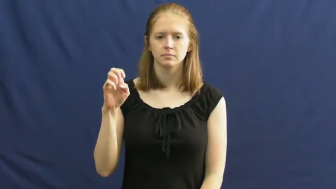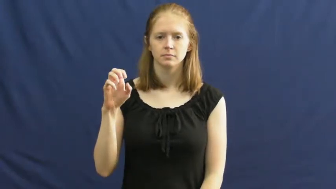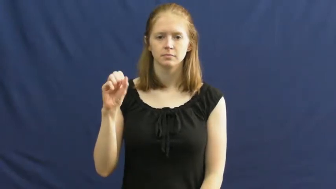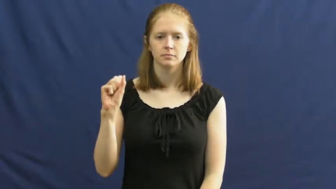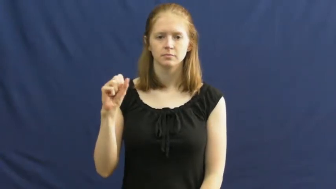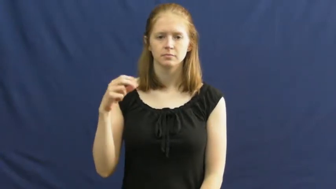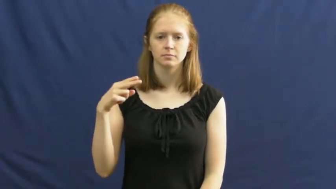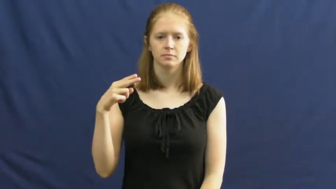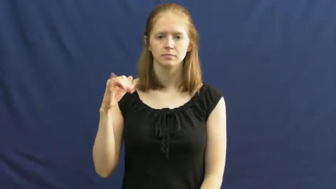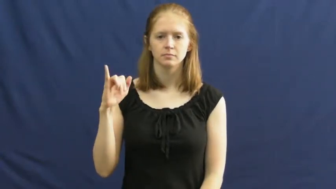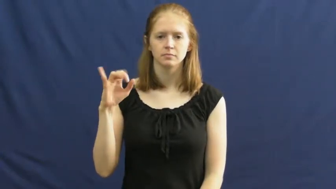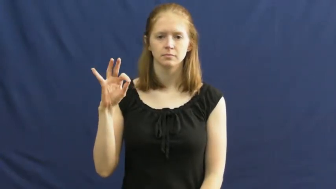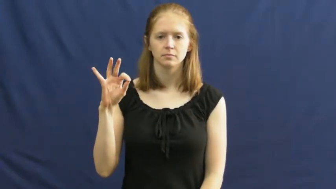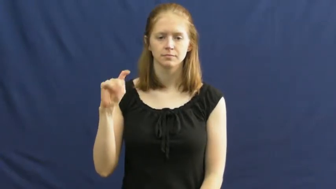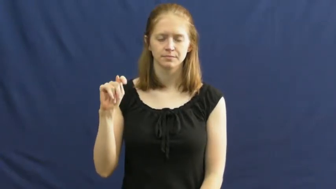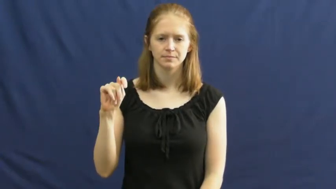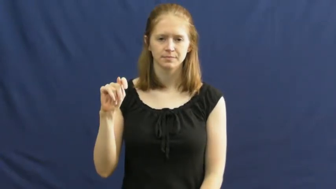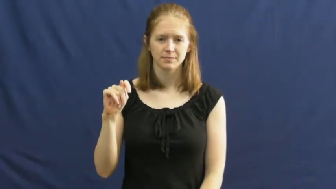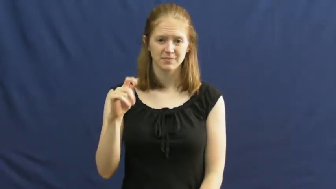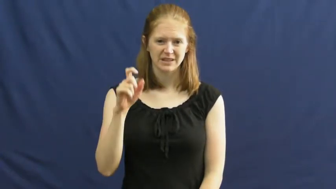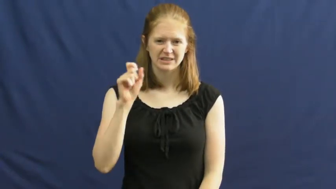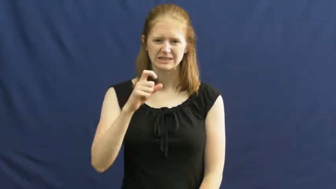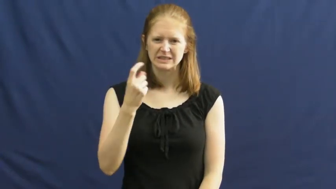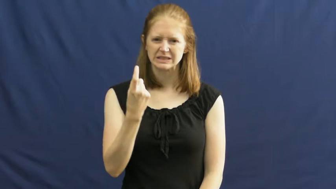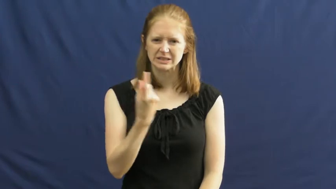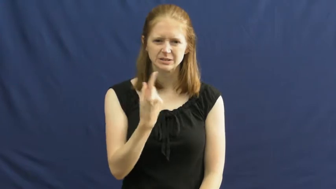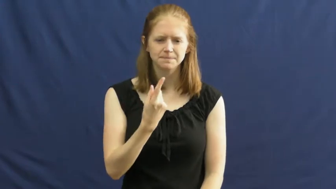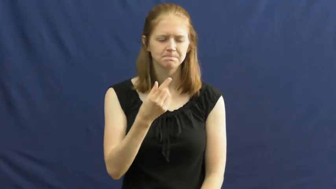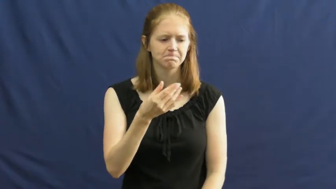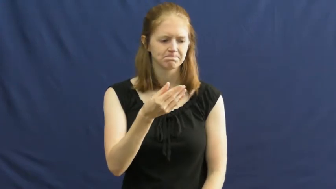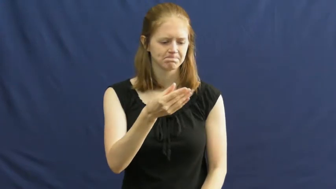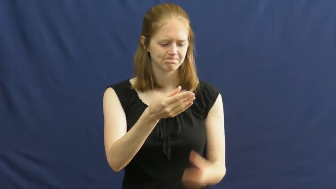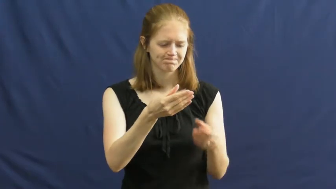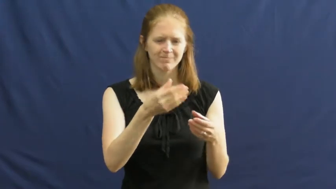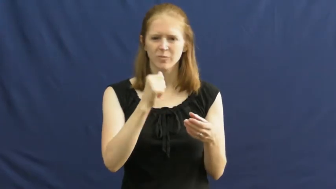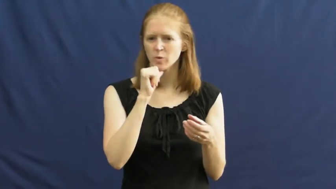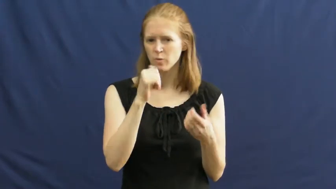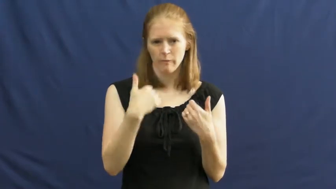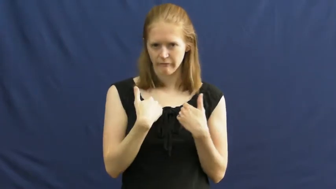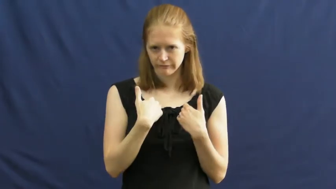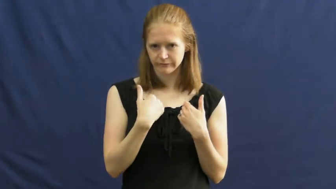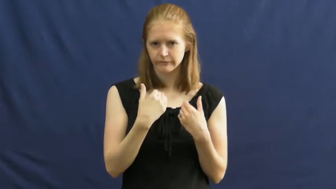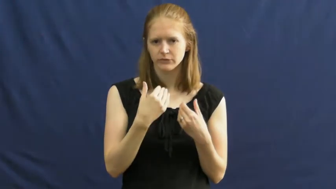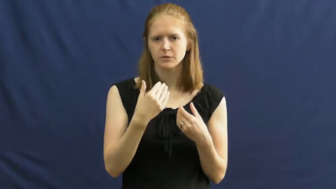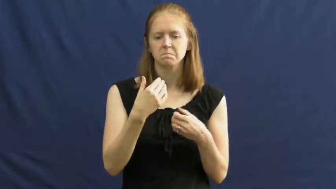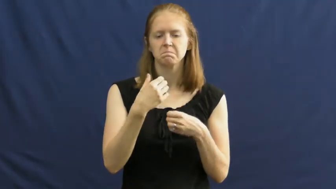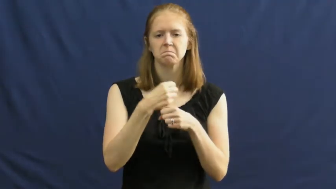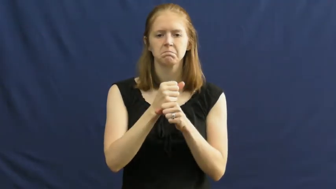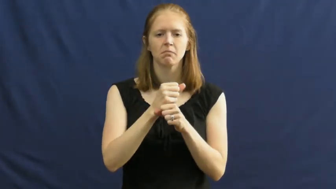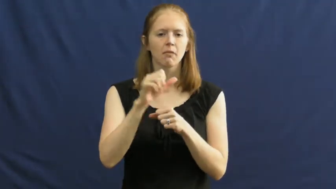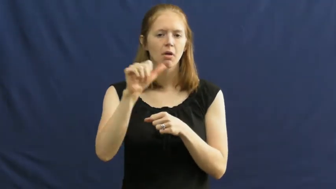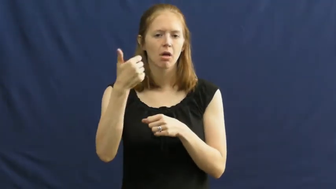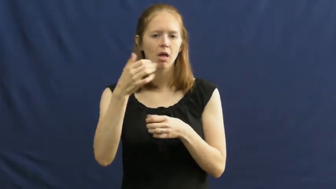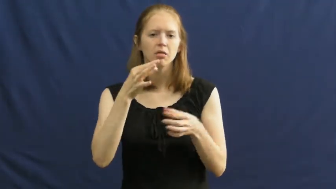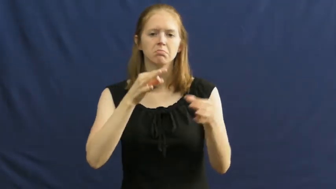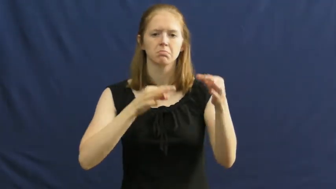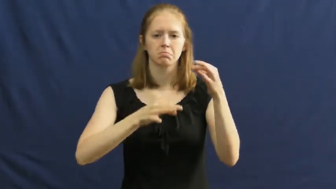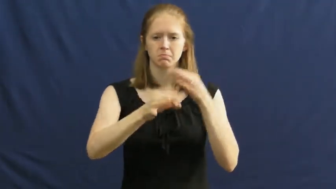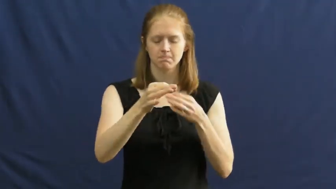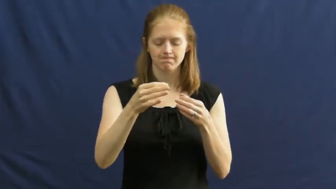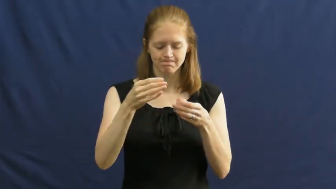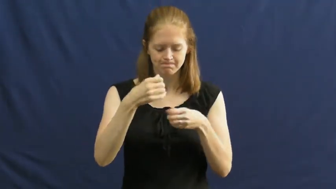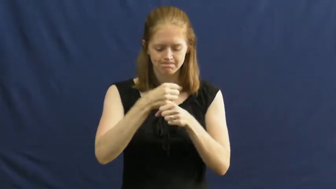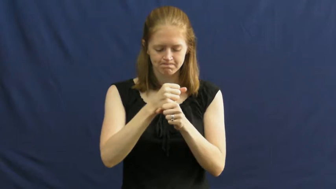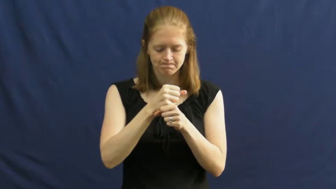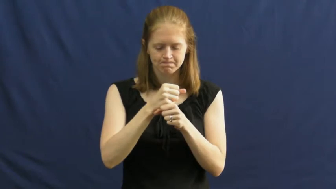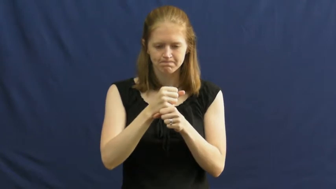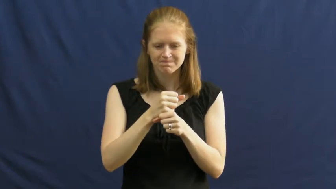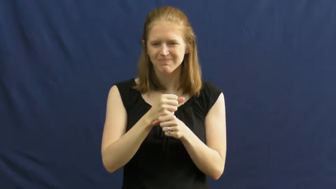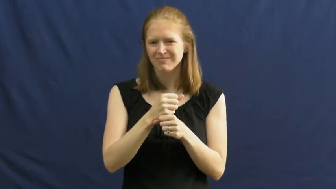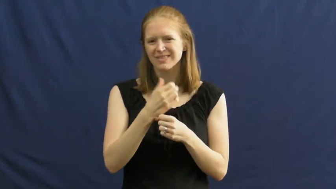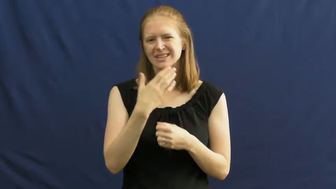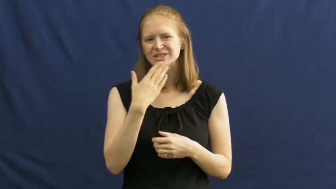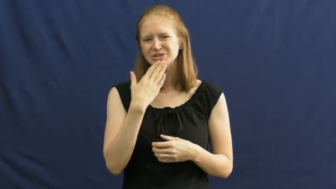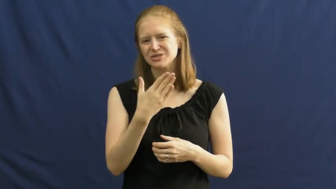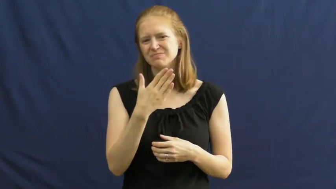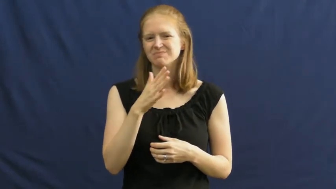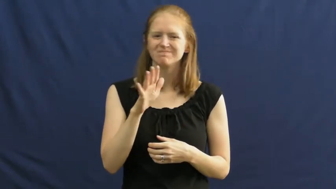makeshift